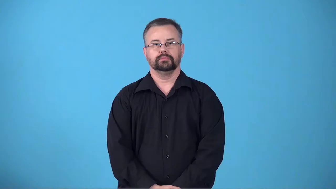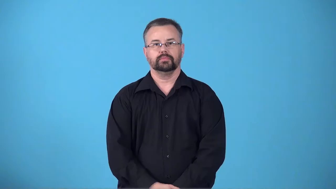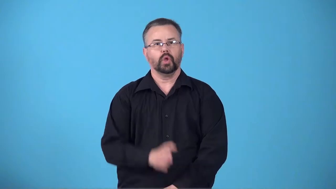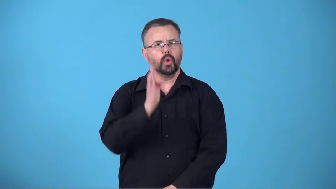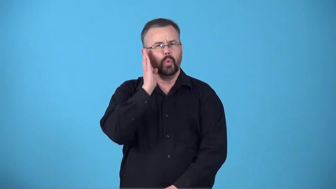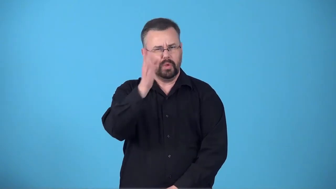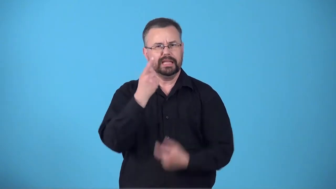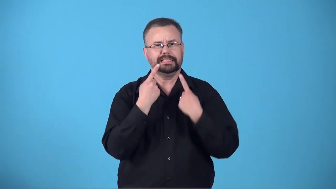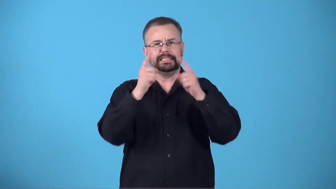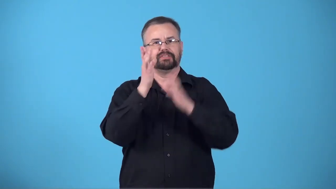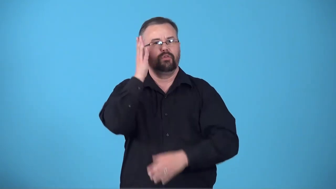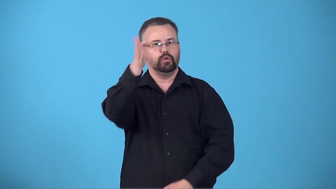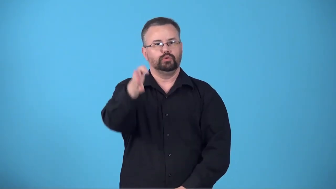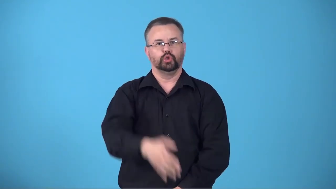bright-likely to be successful